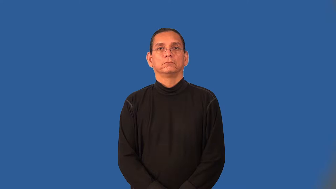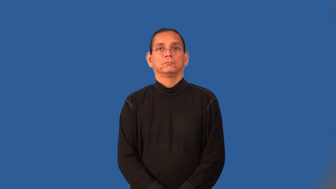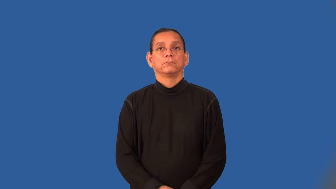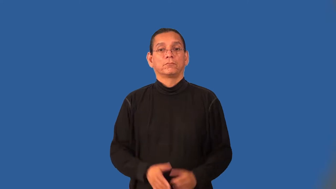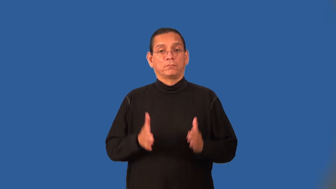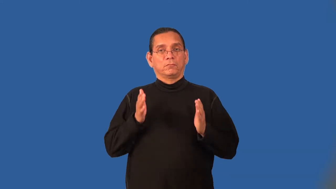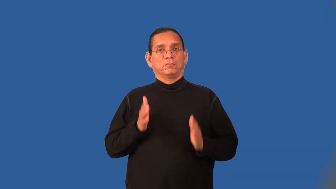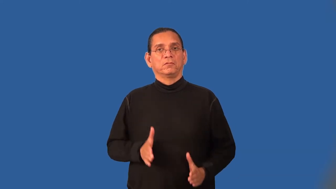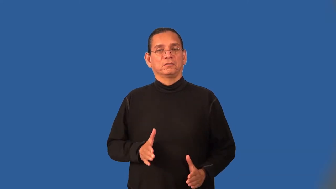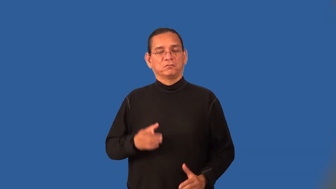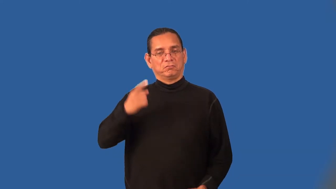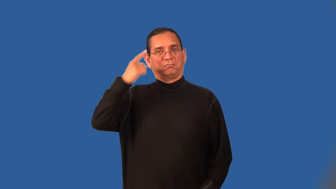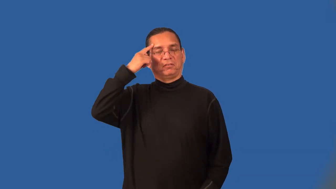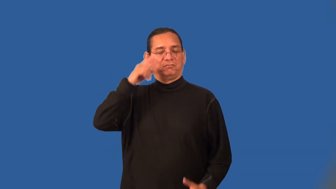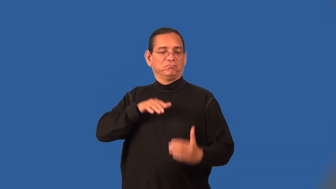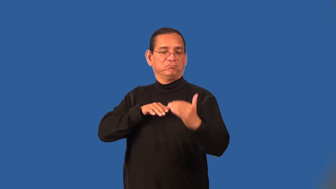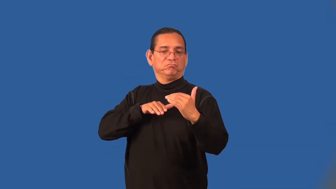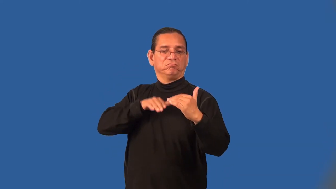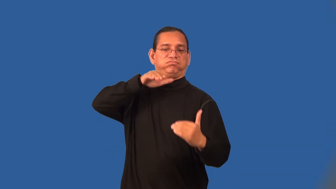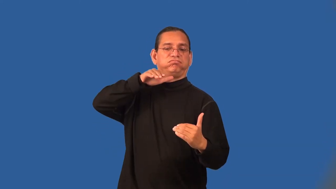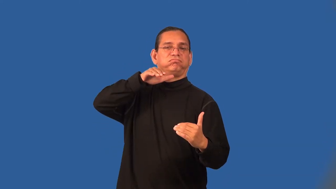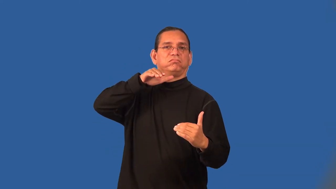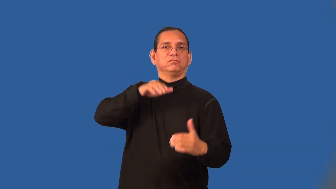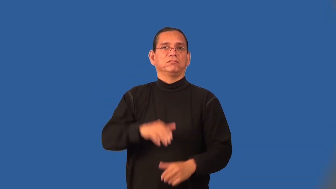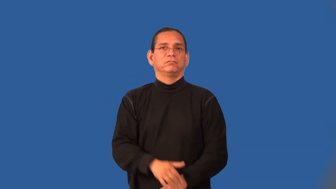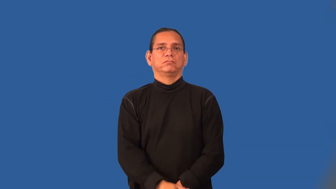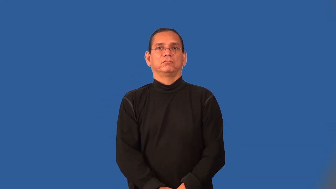chauvinist